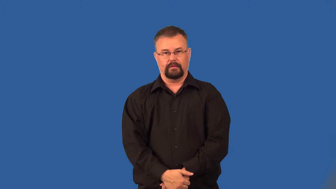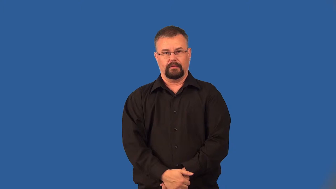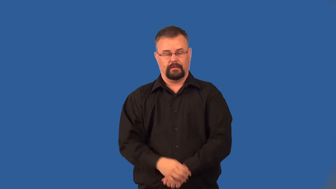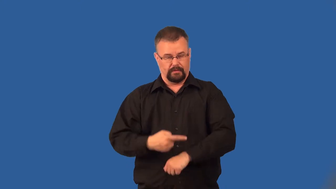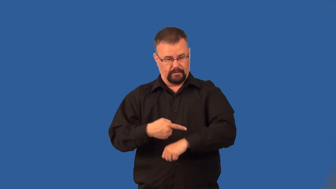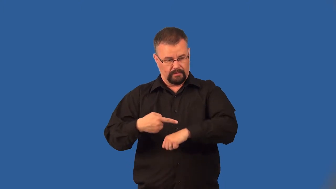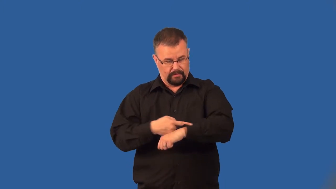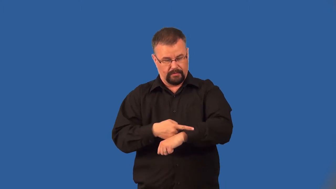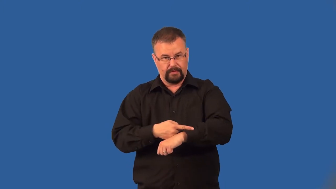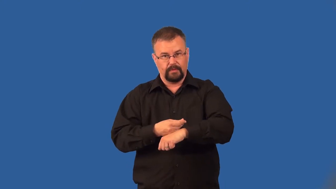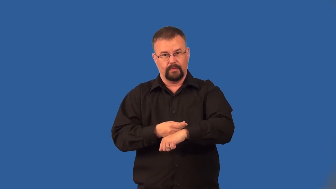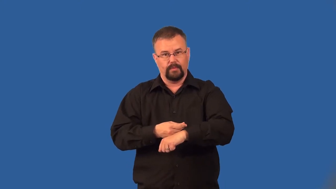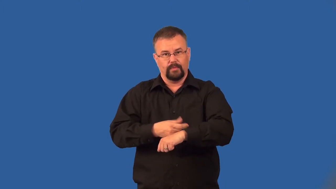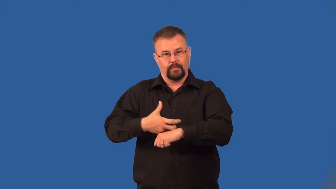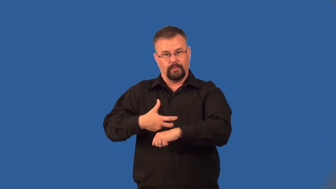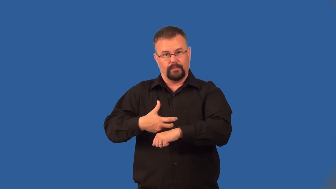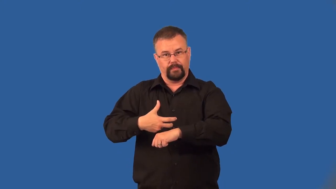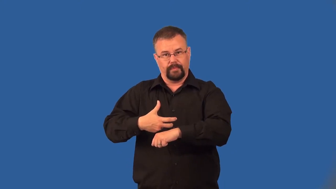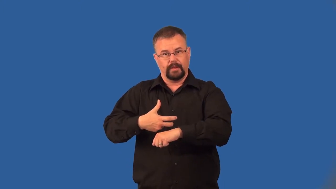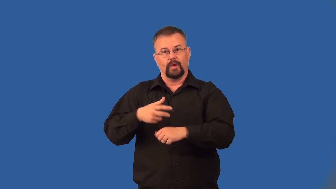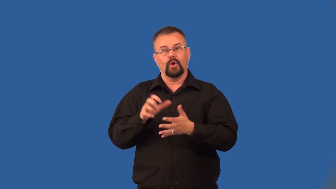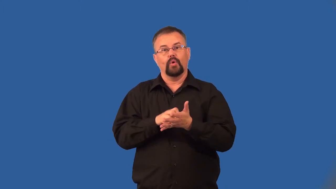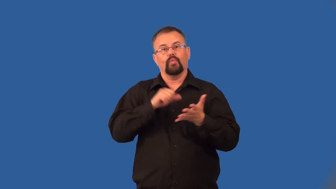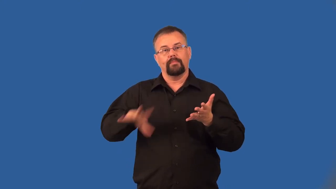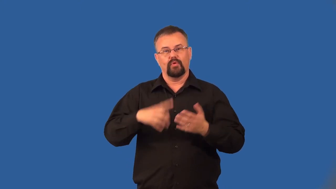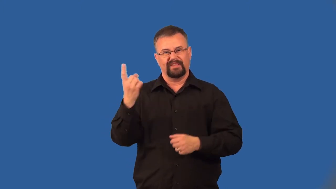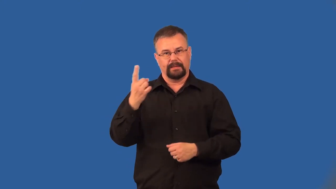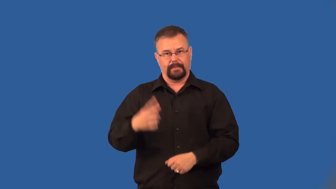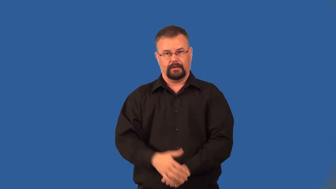aspirate